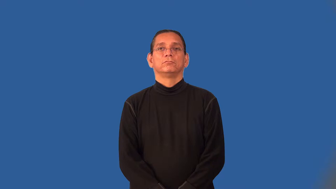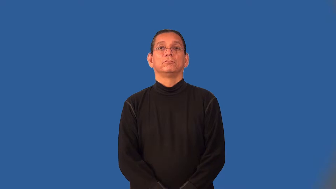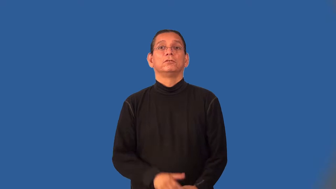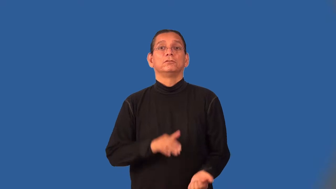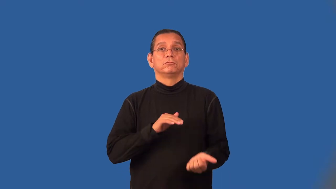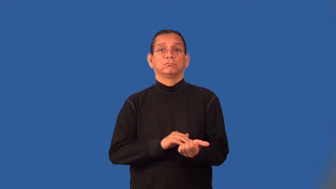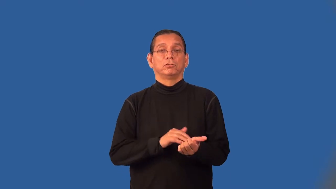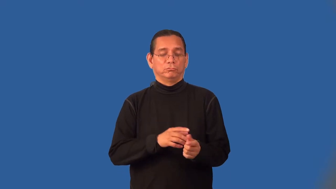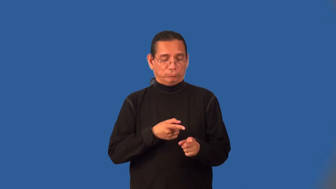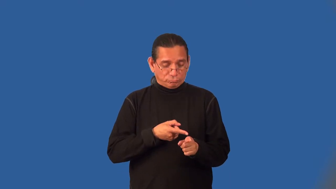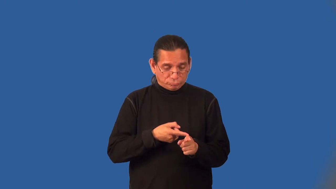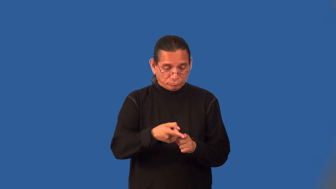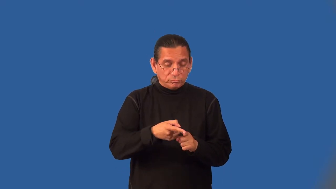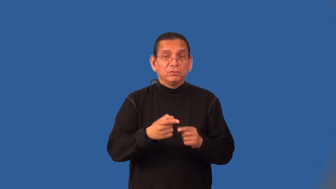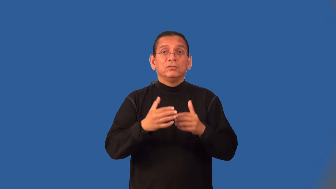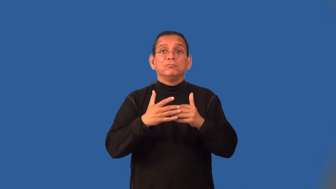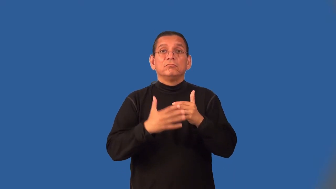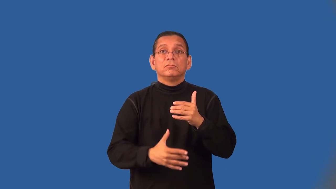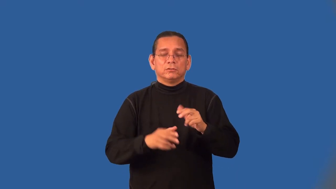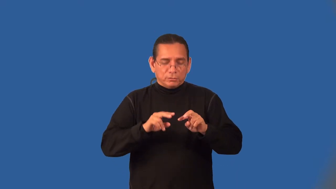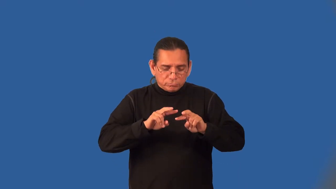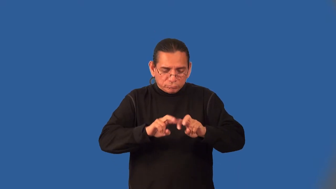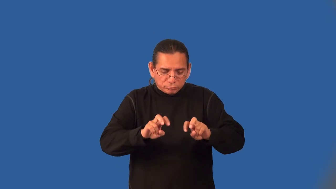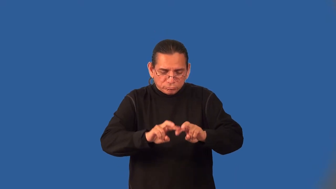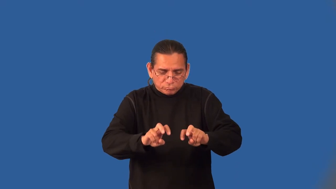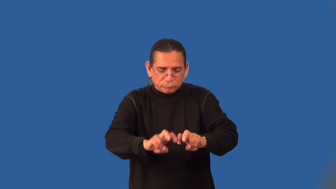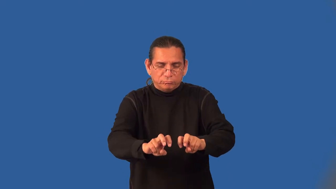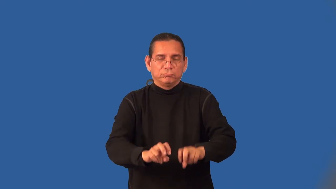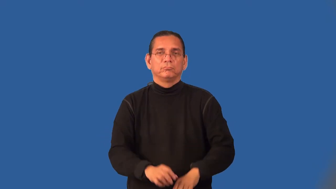hematologist